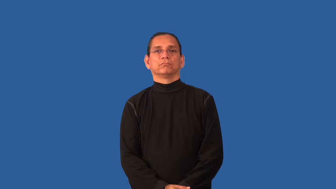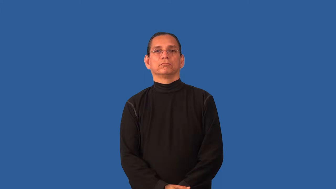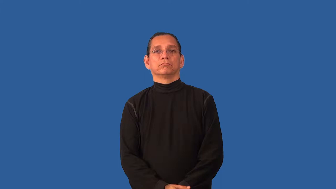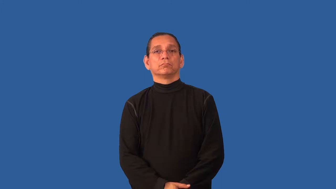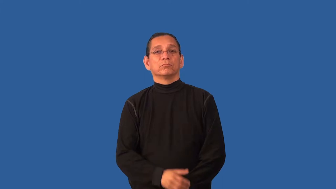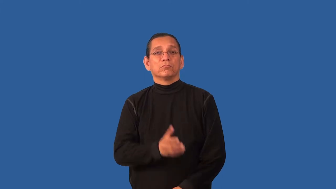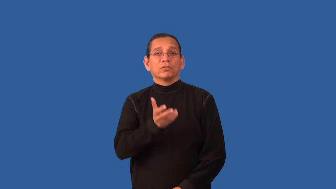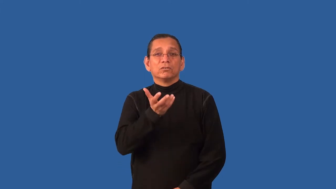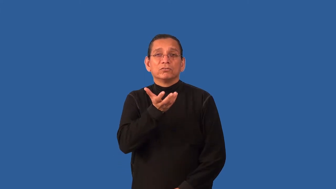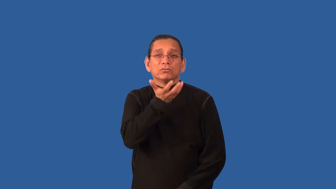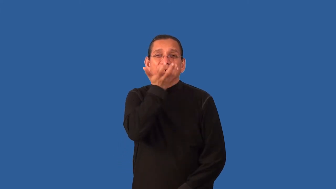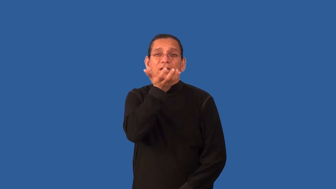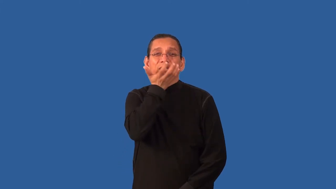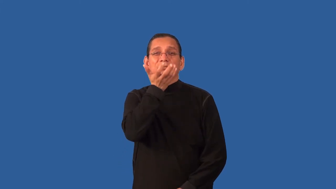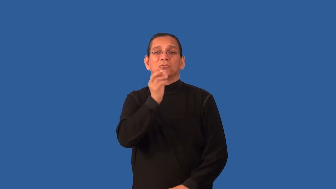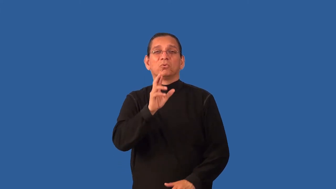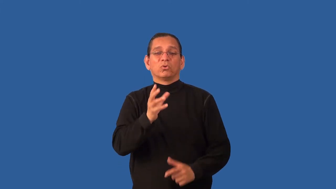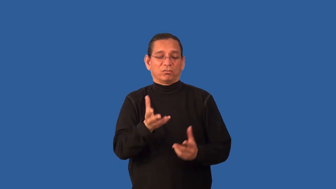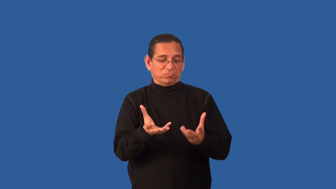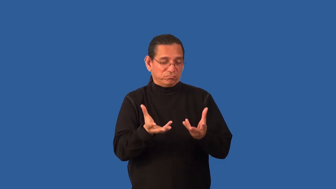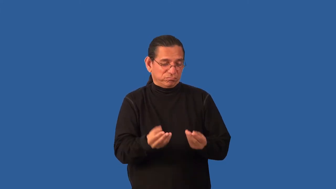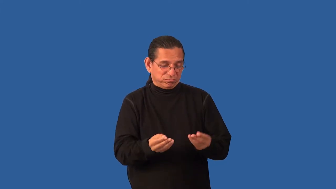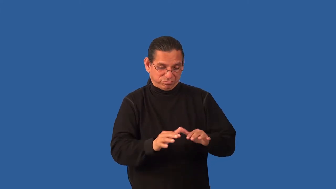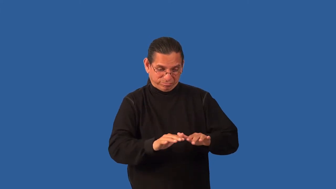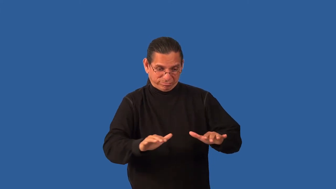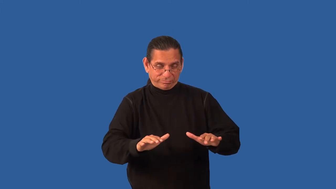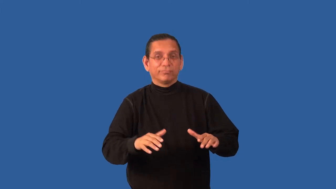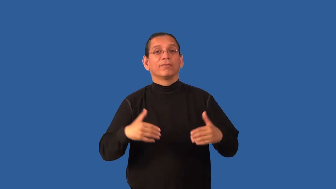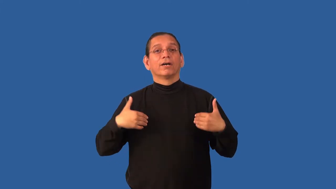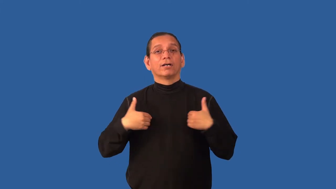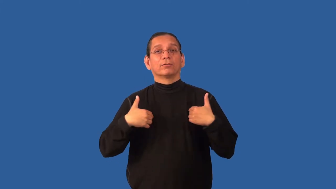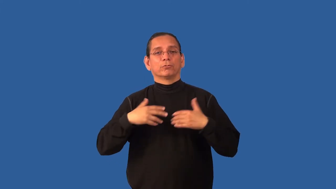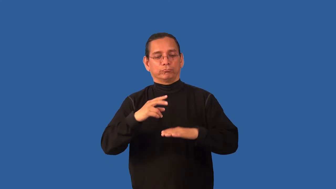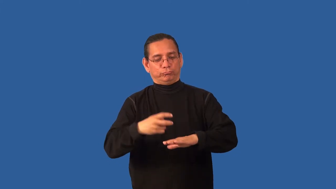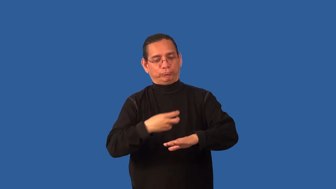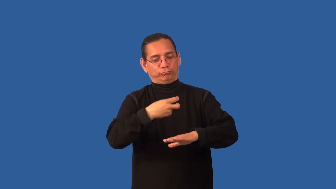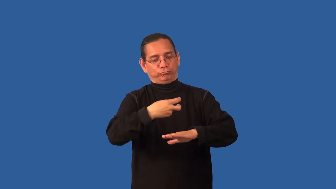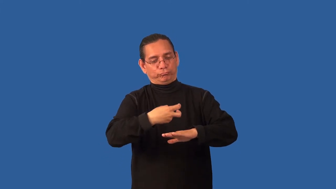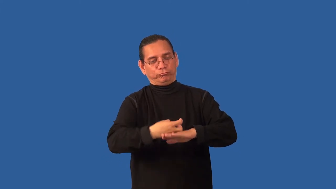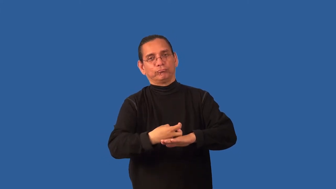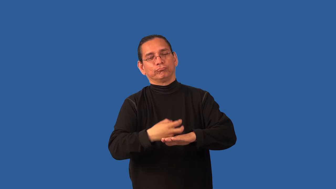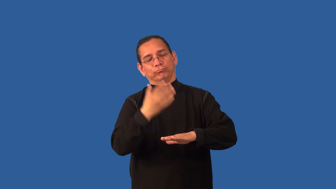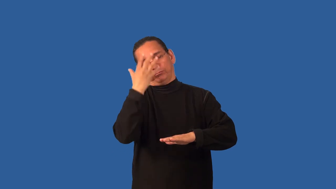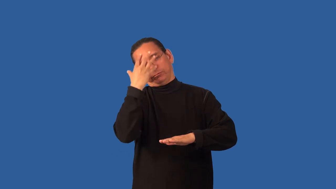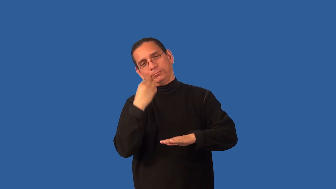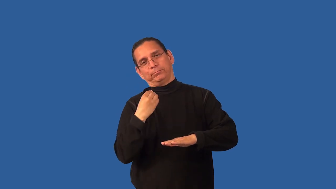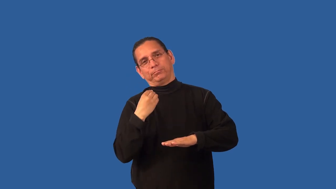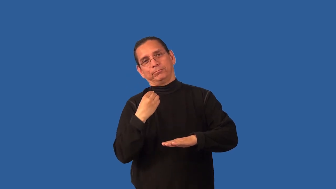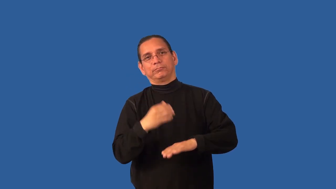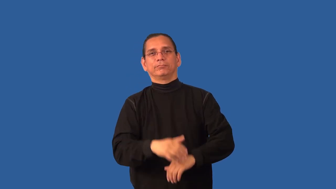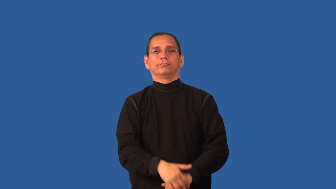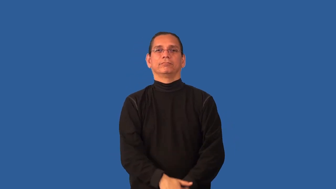bedding-animal